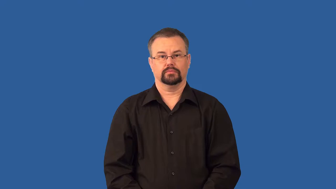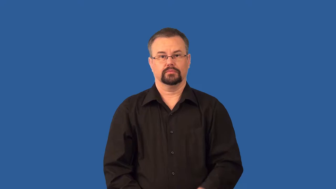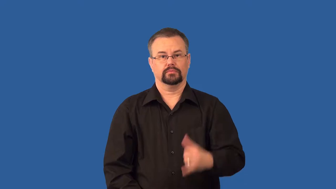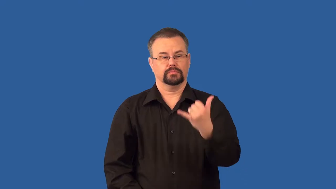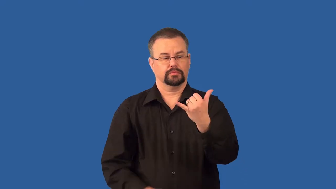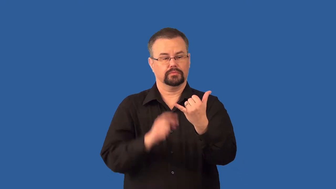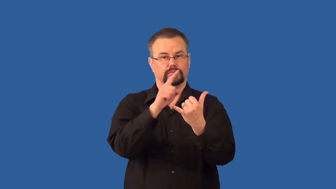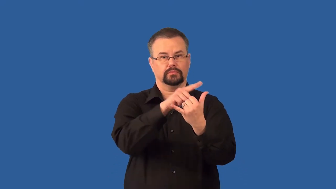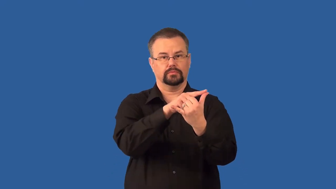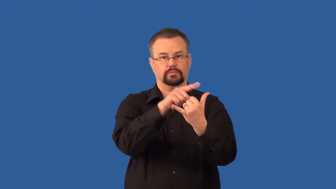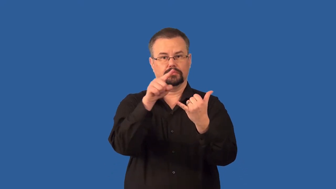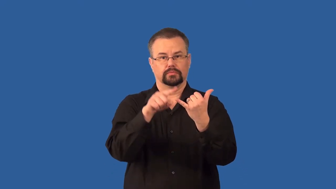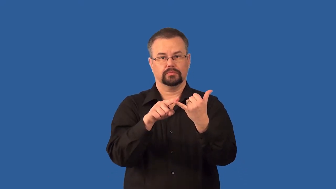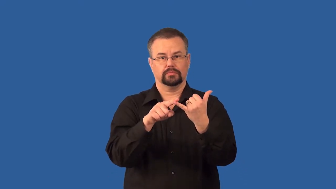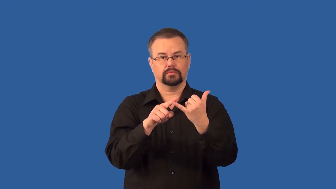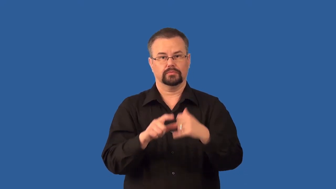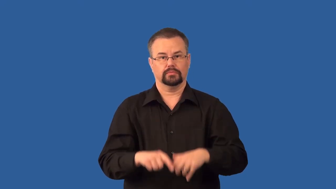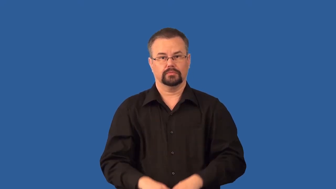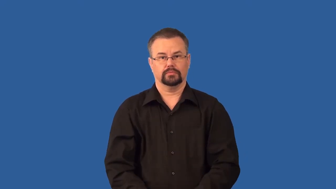antibody